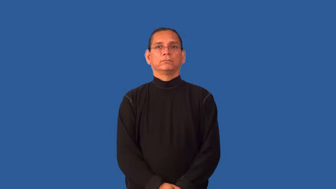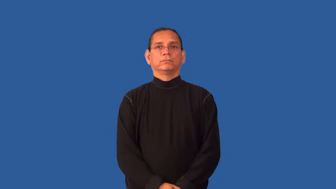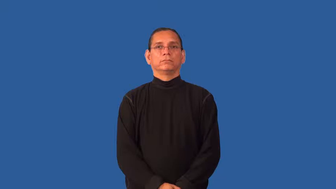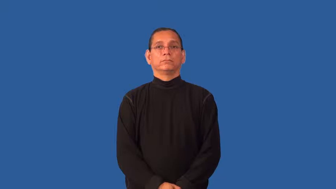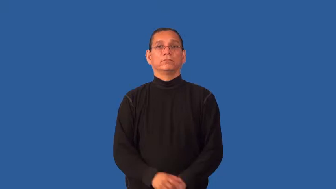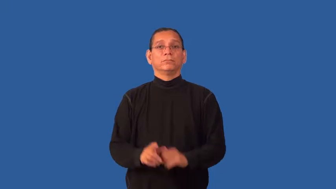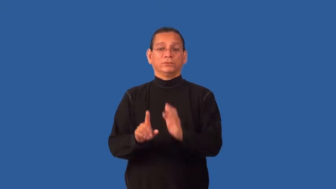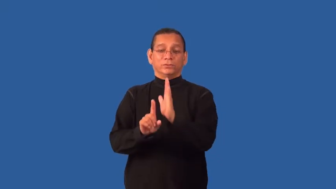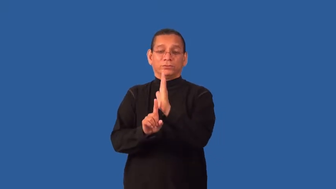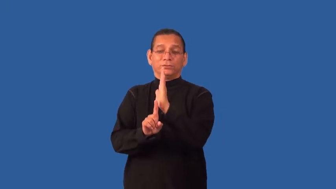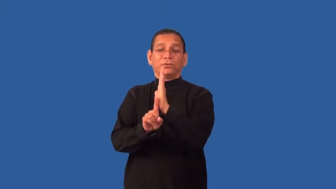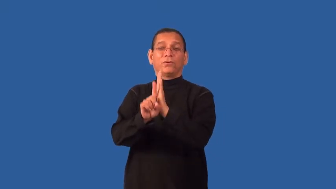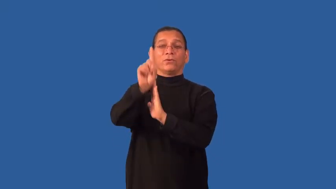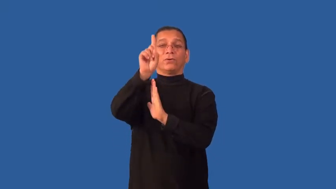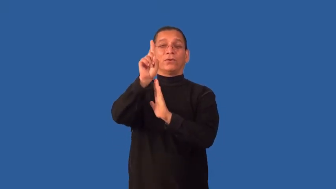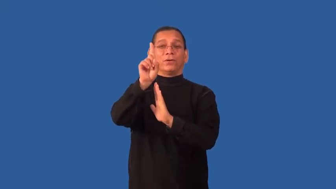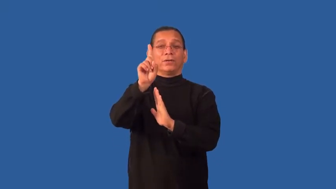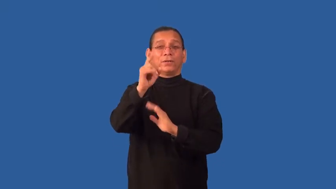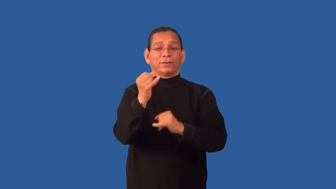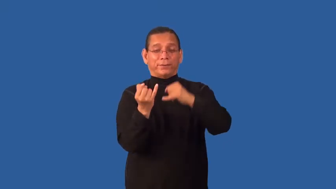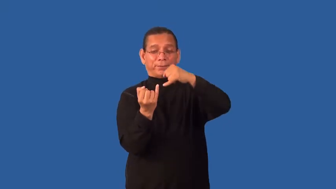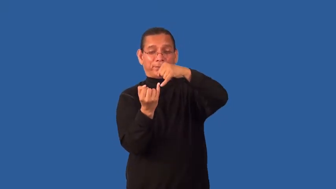stringy-tall thin